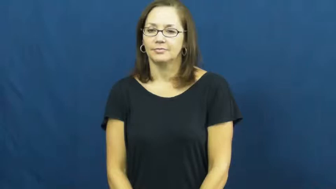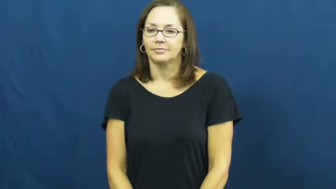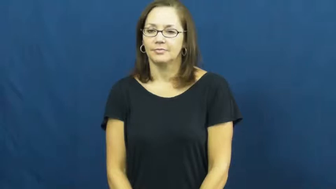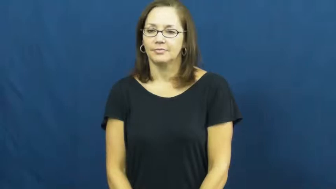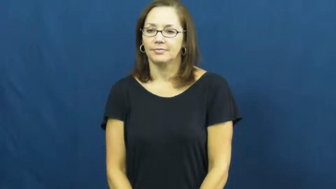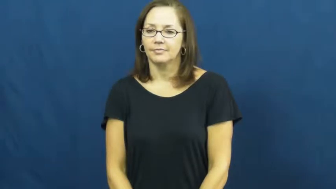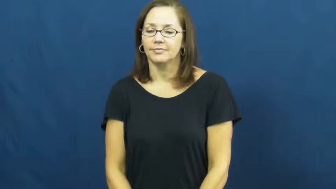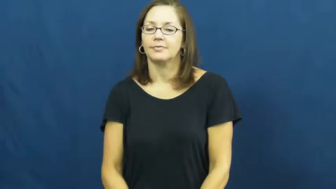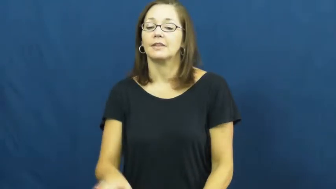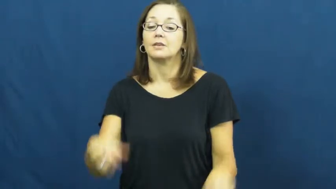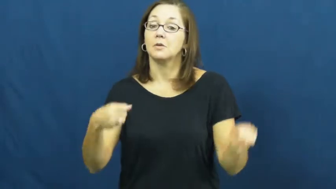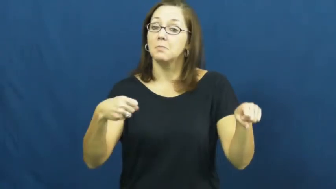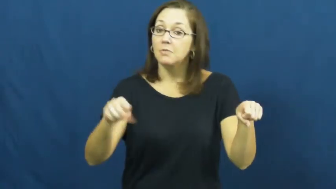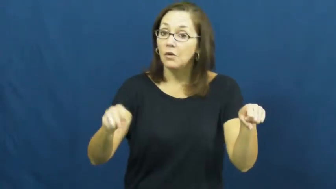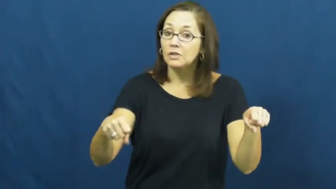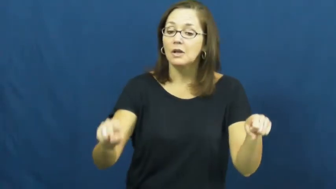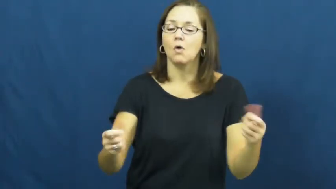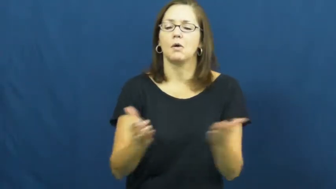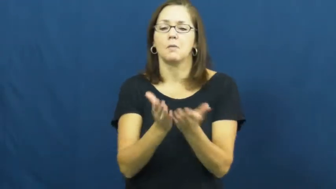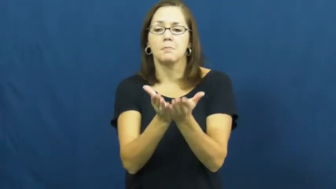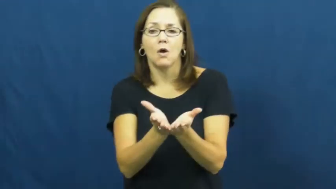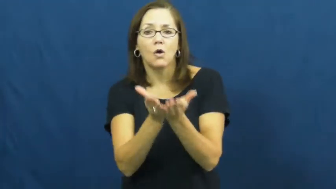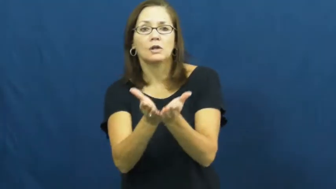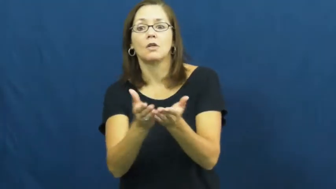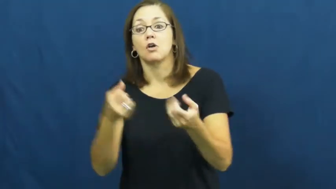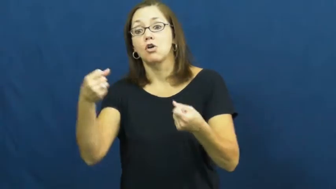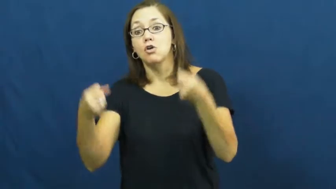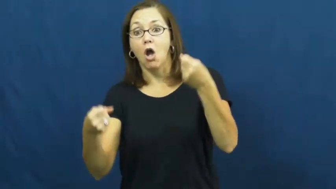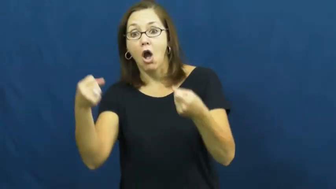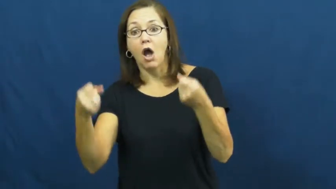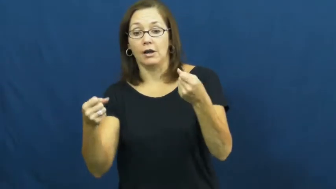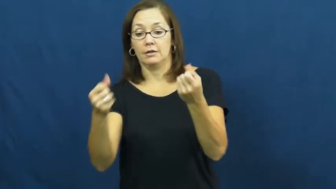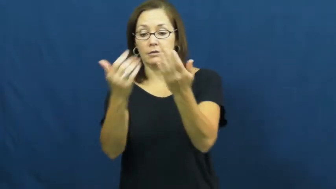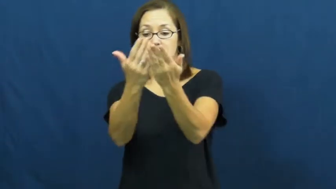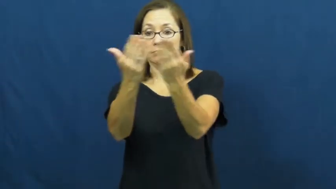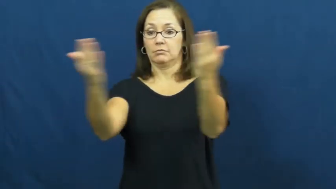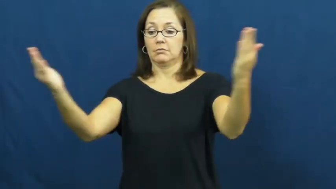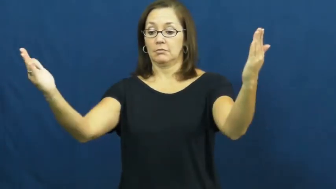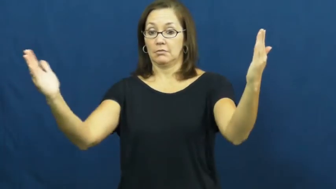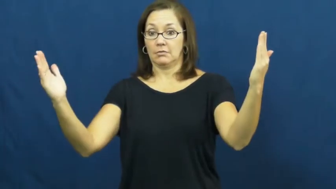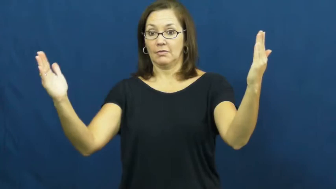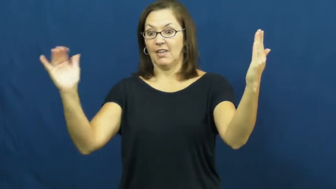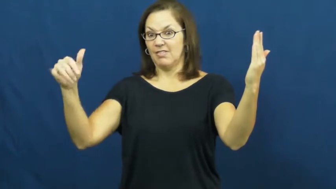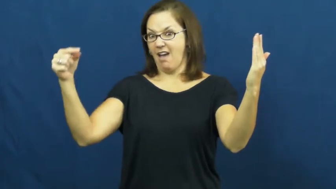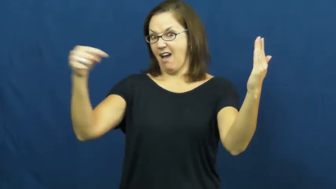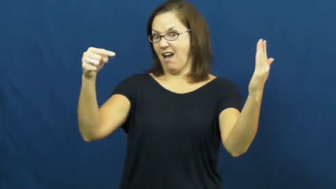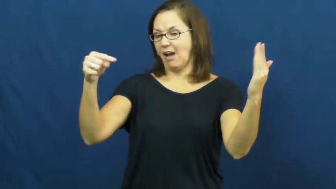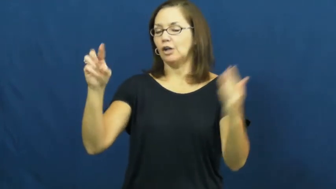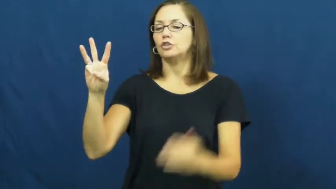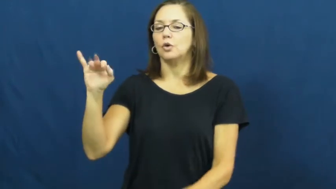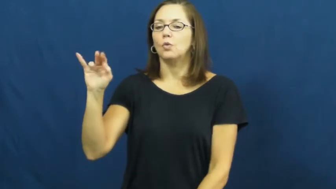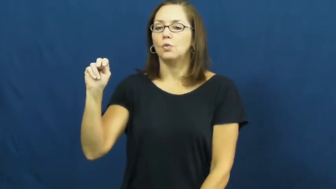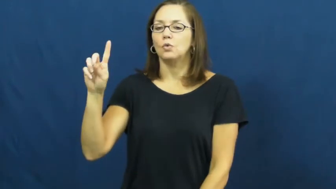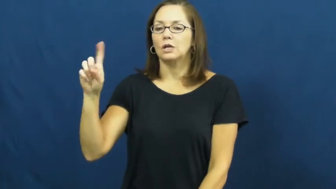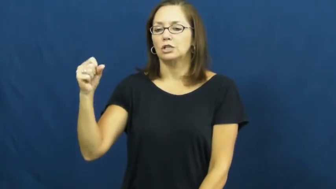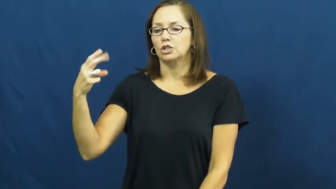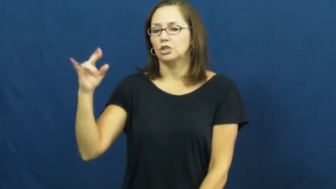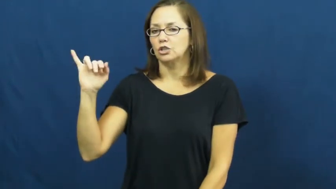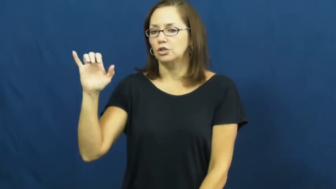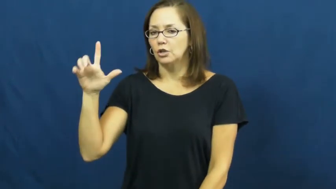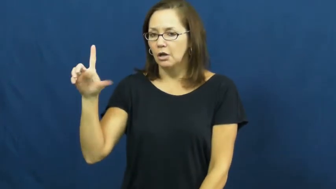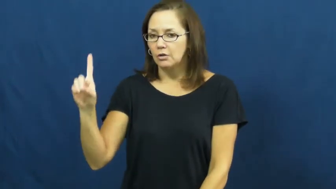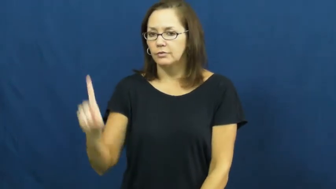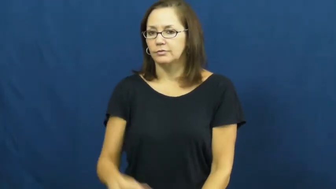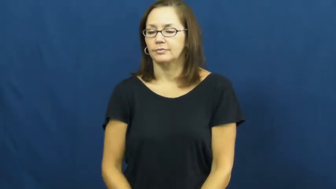windshield